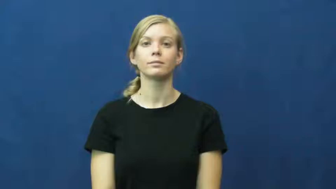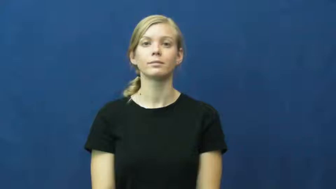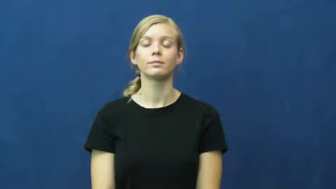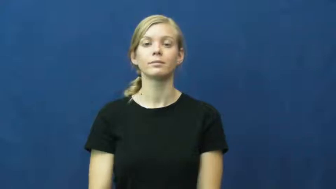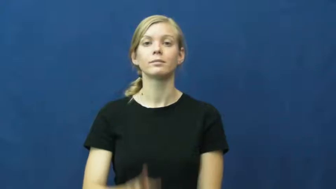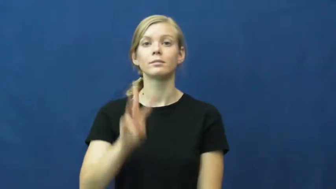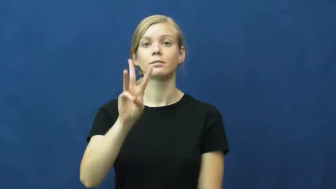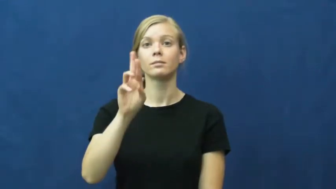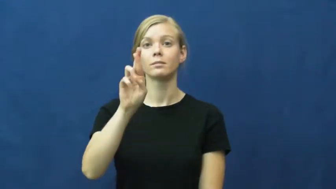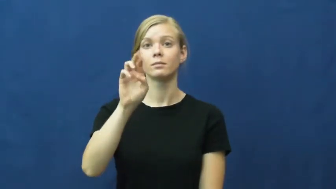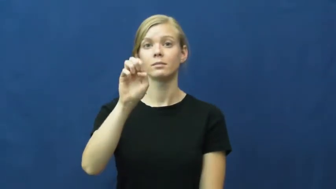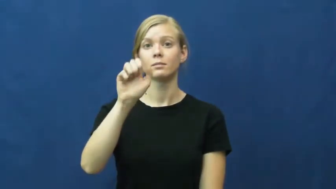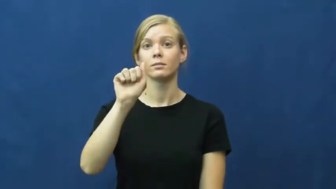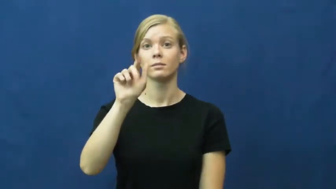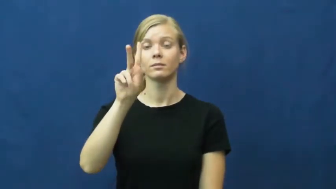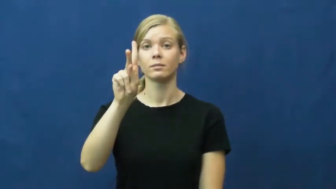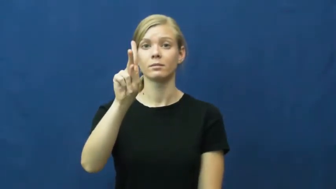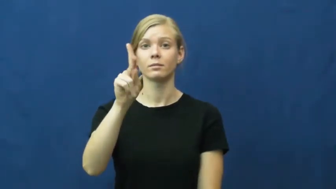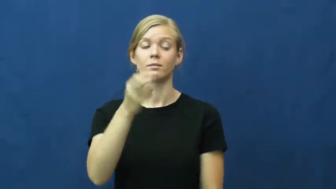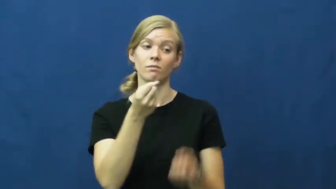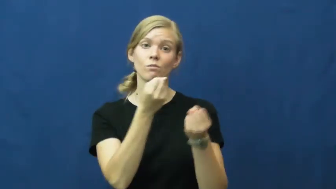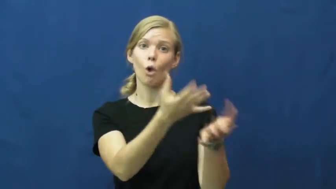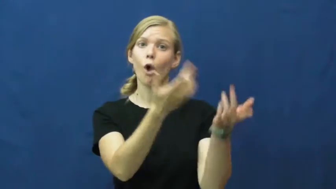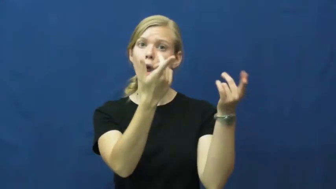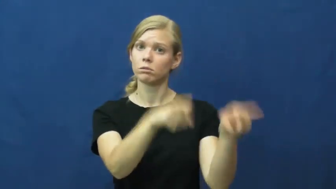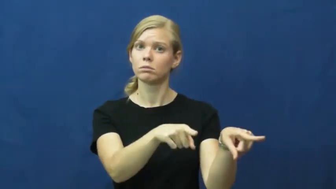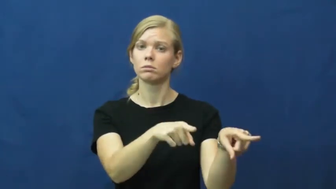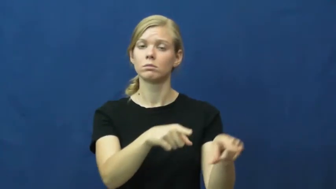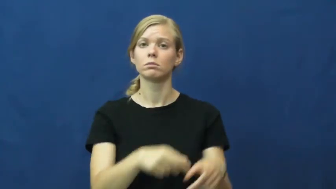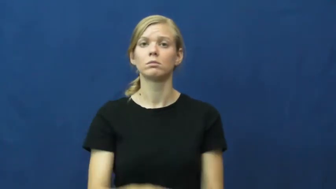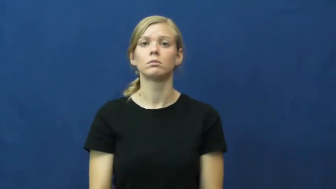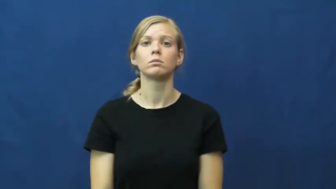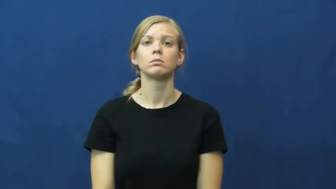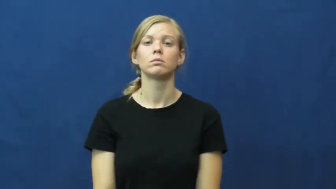wreak